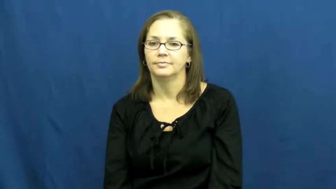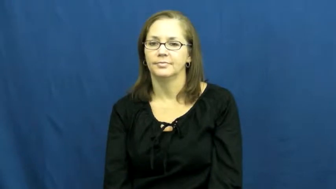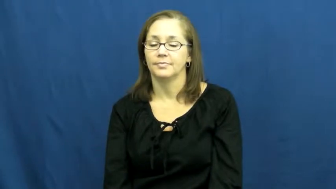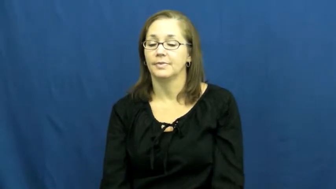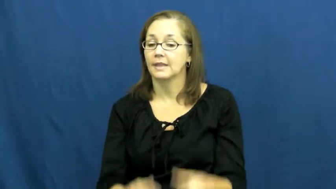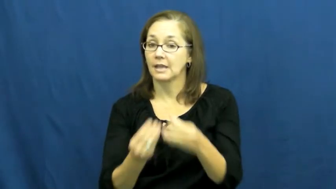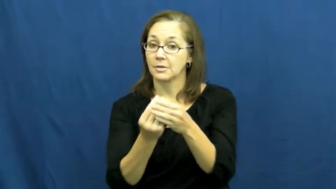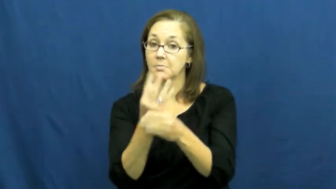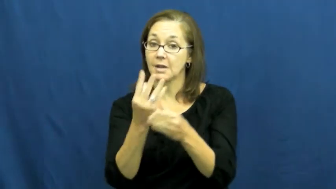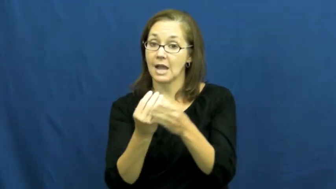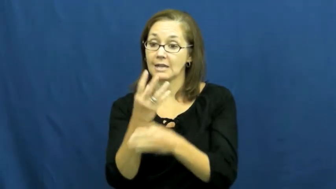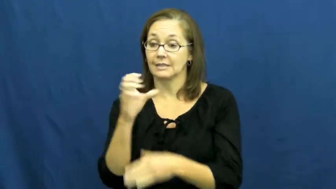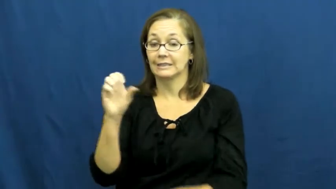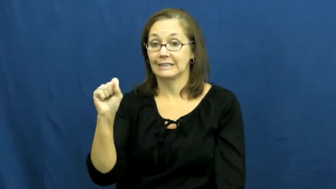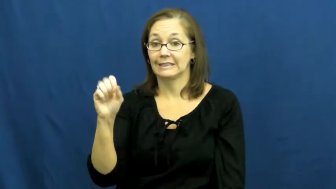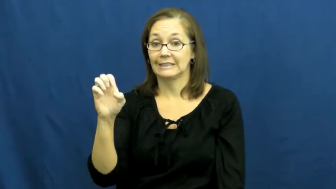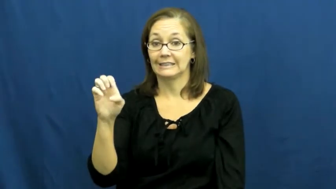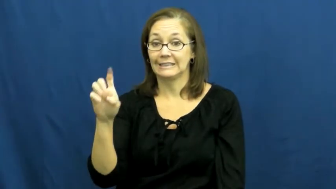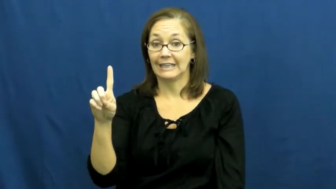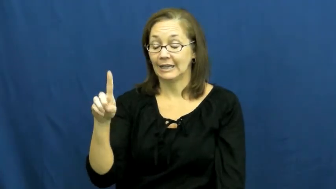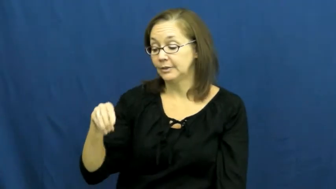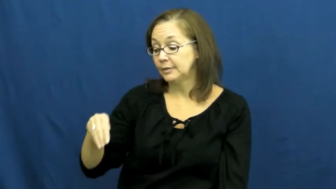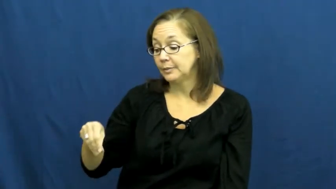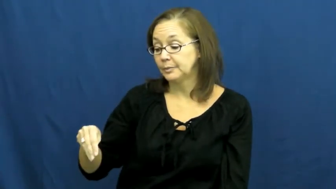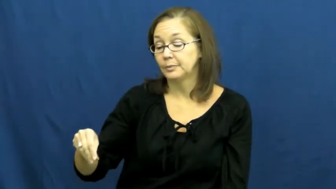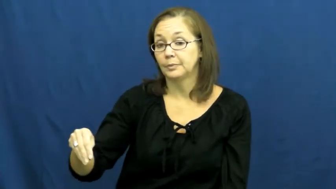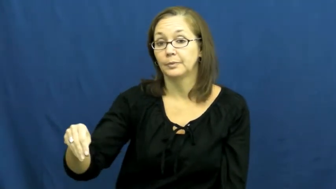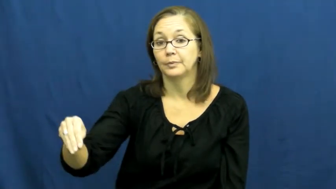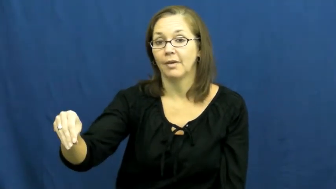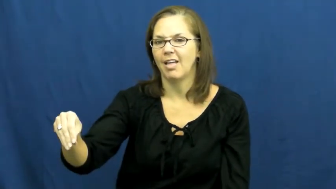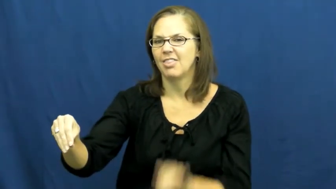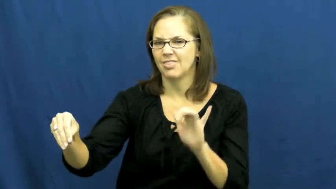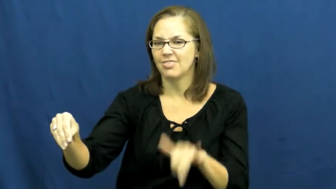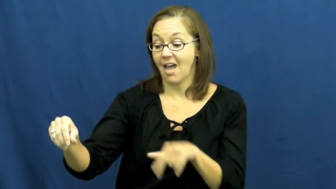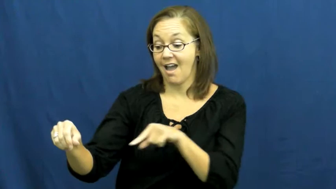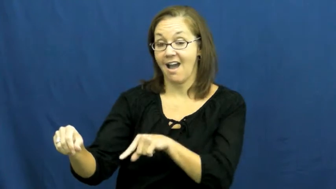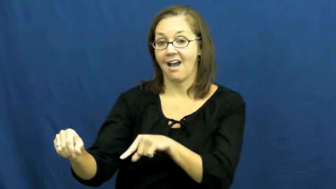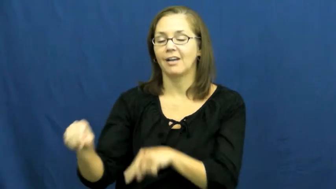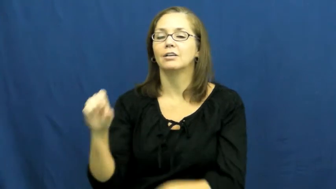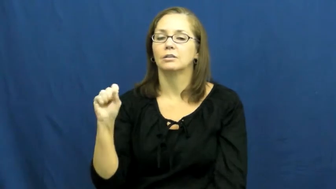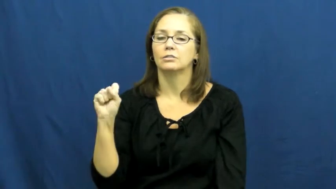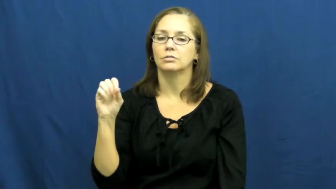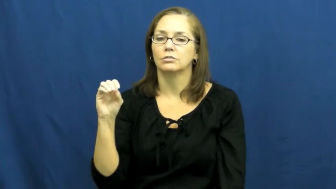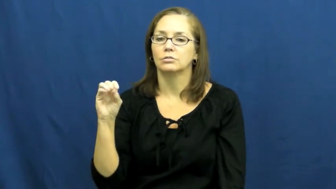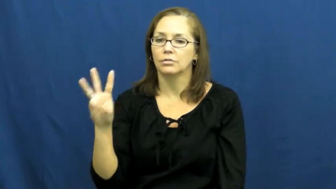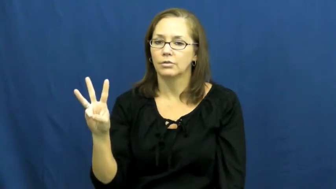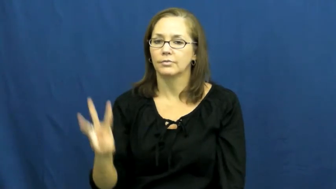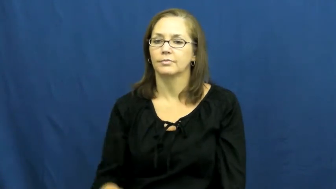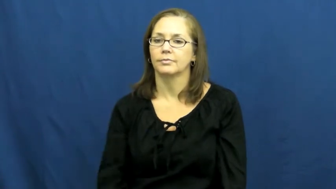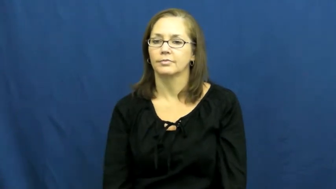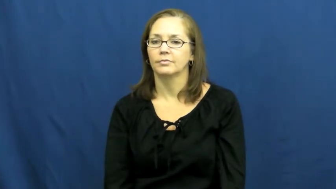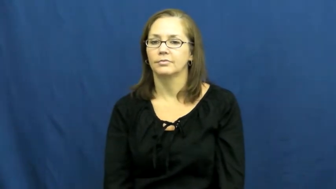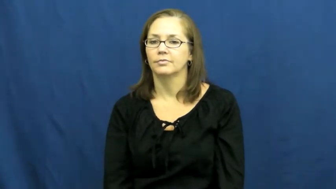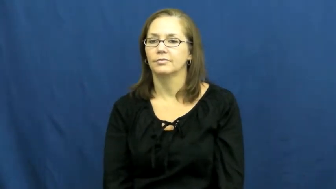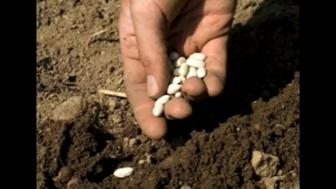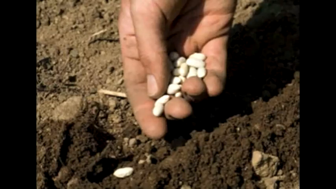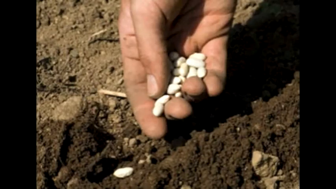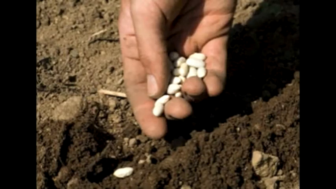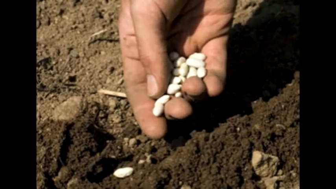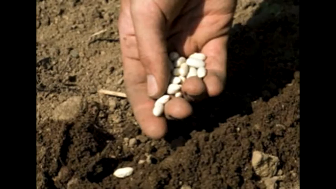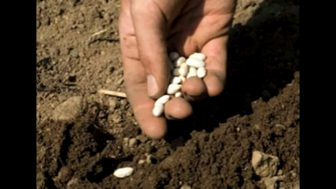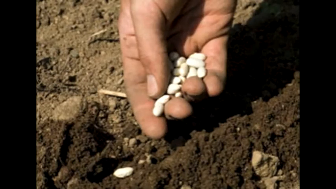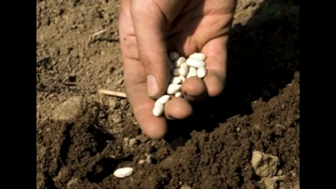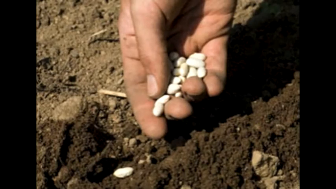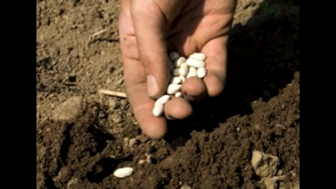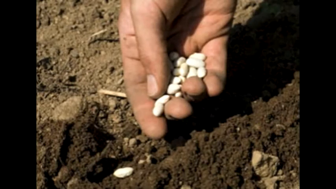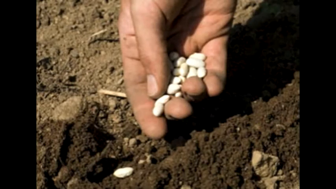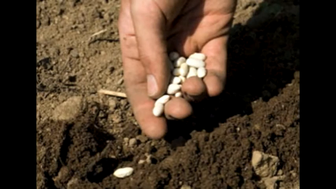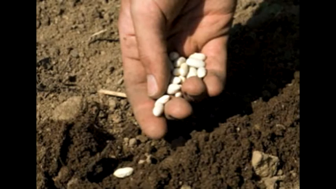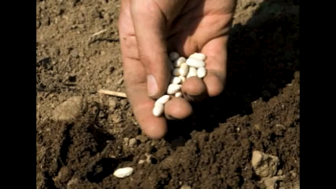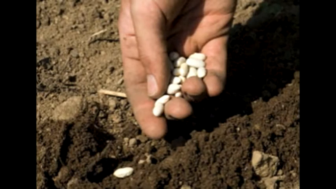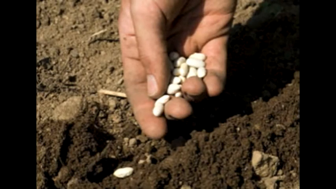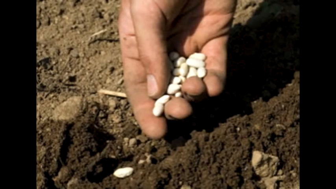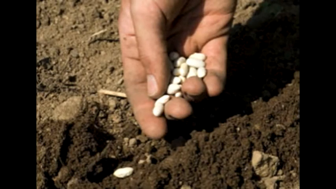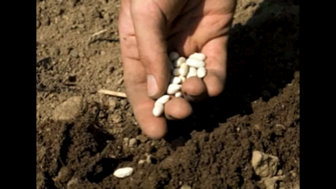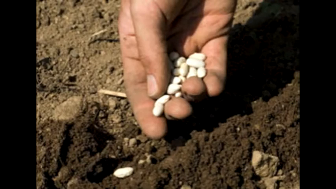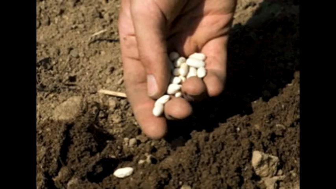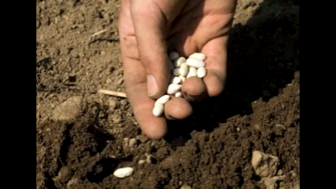sow,seminate-seed